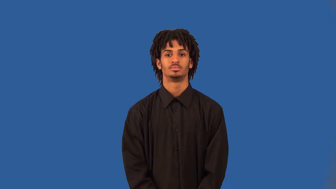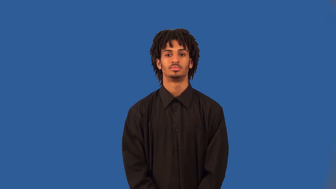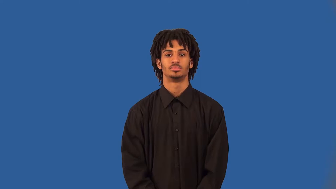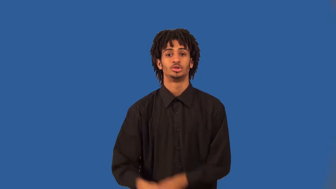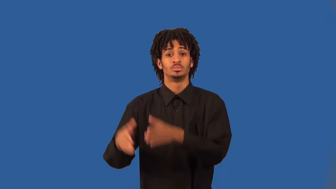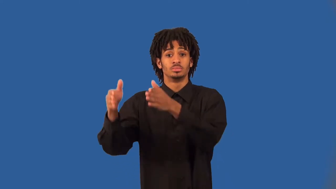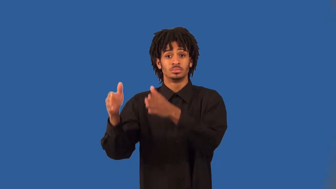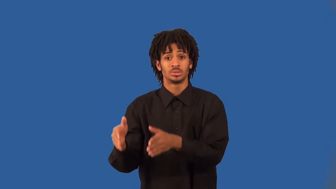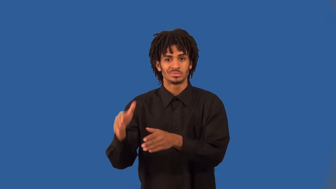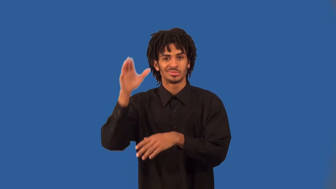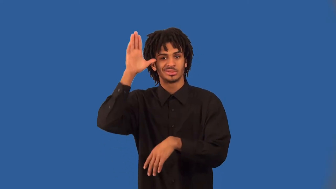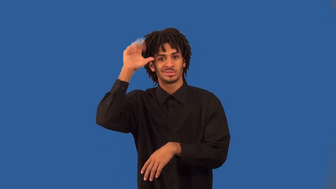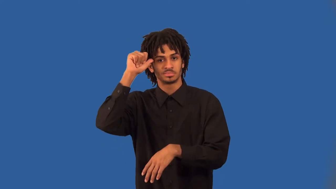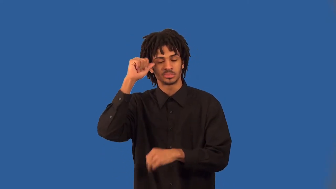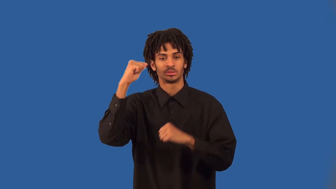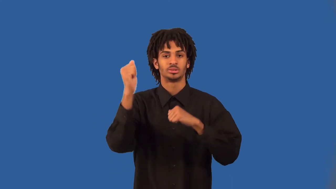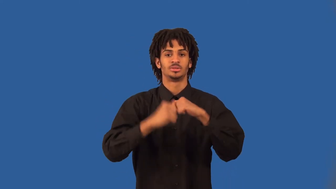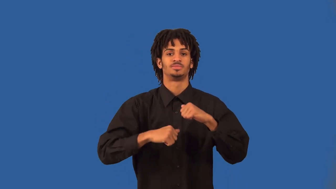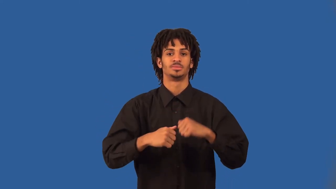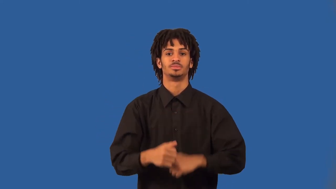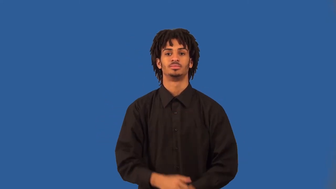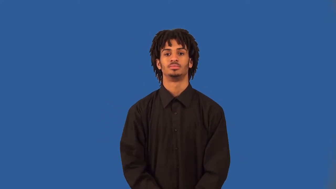battler